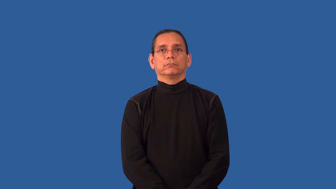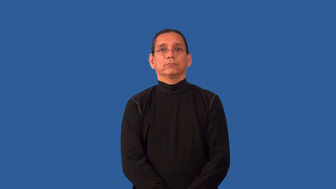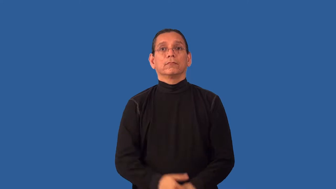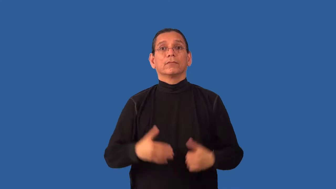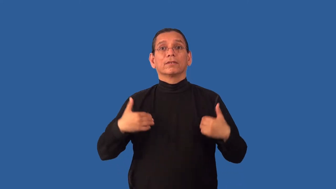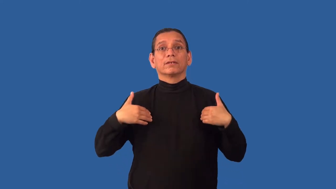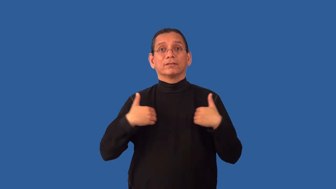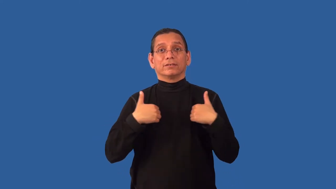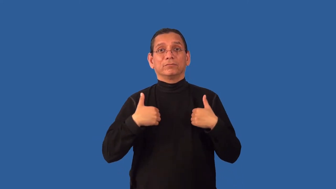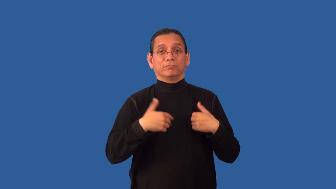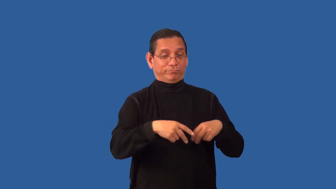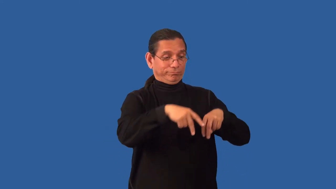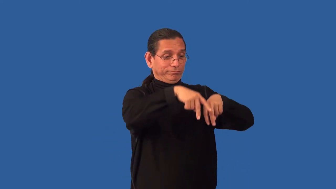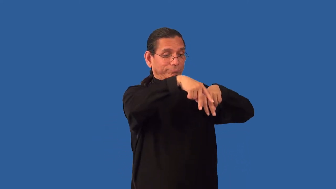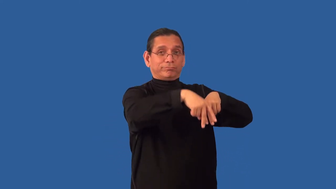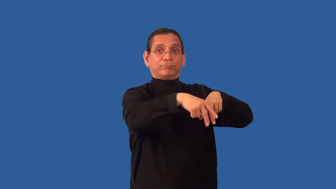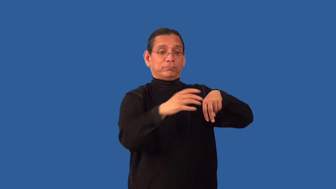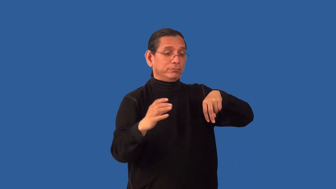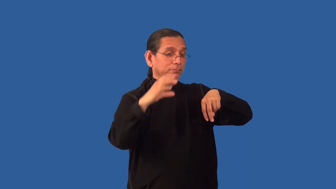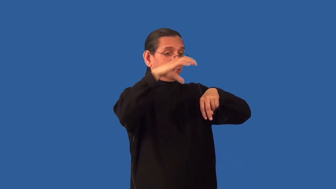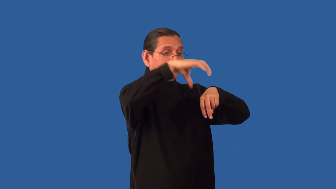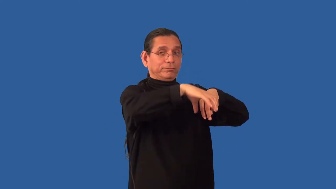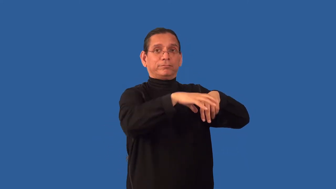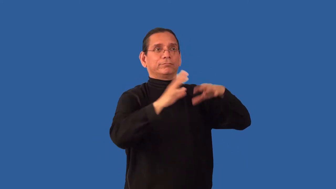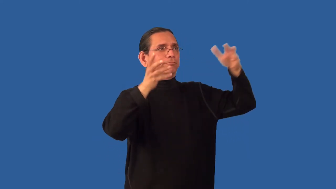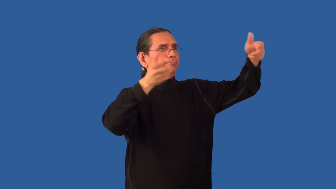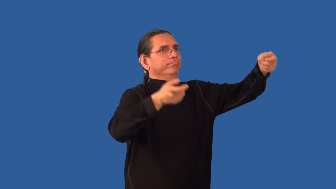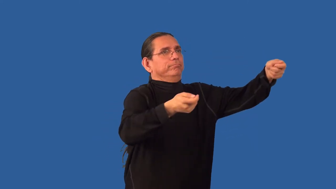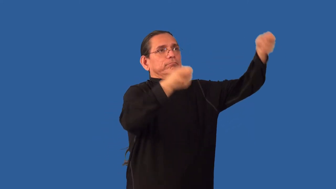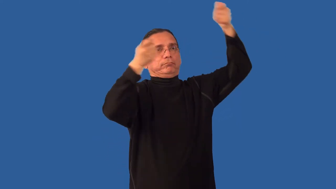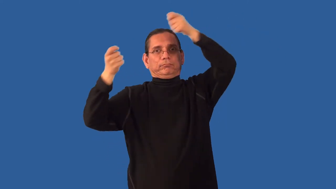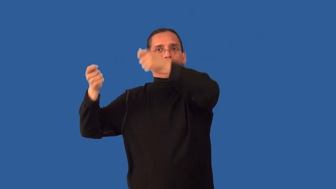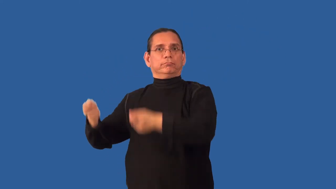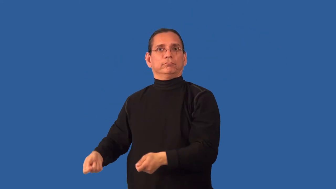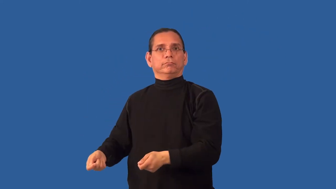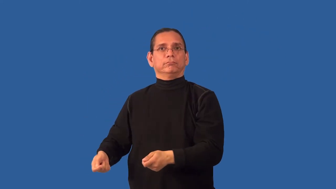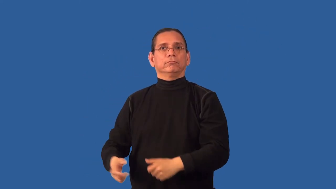unsaddle